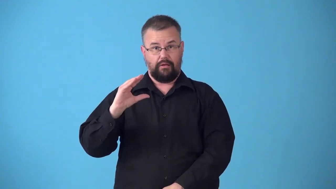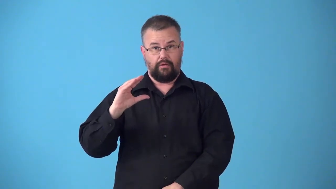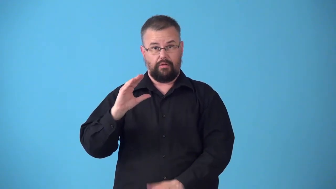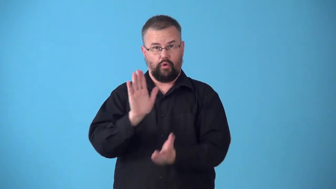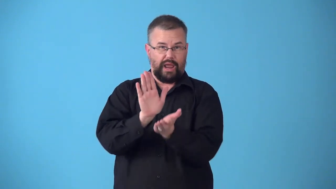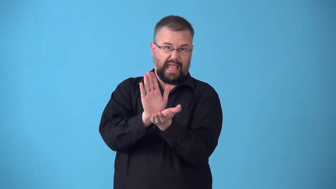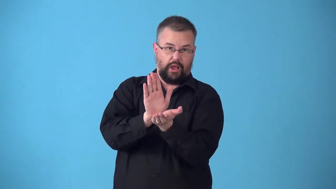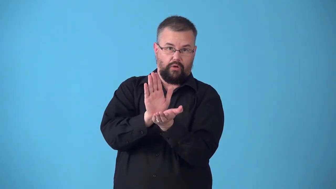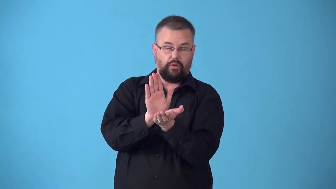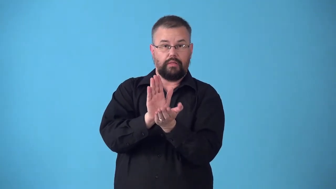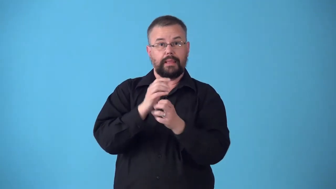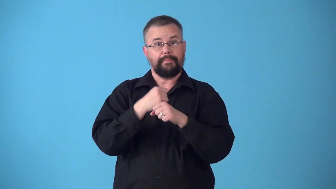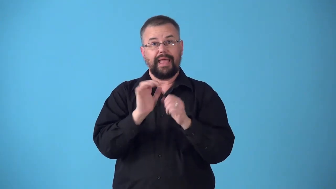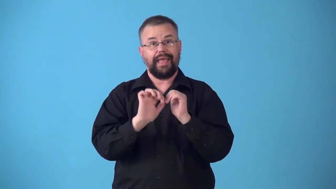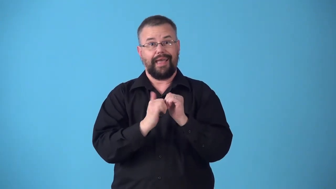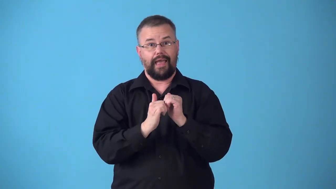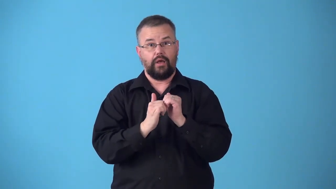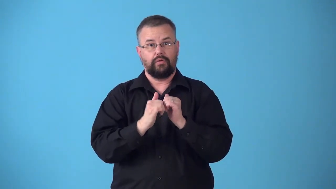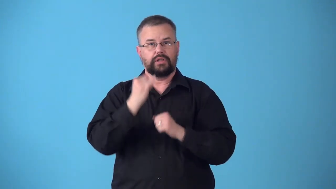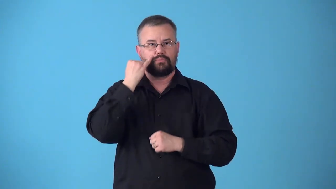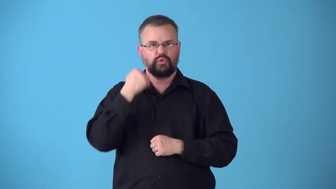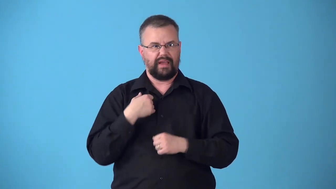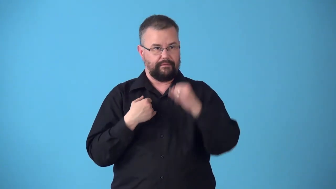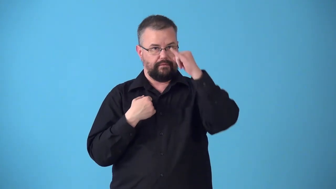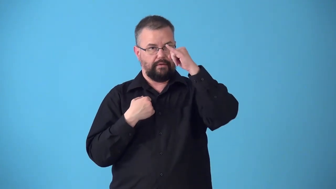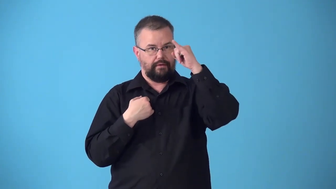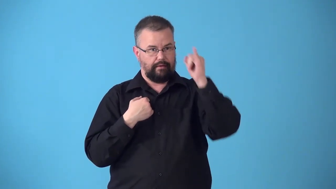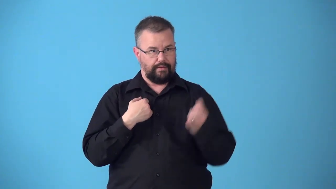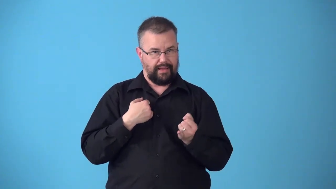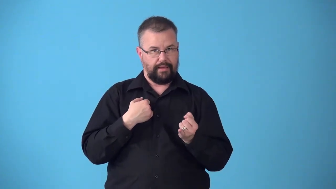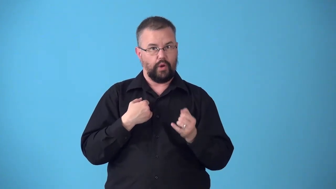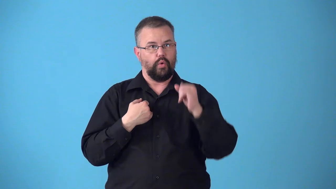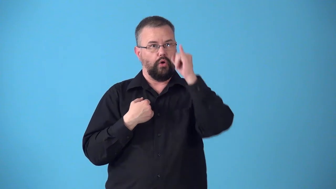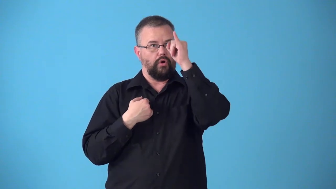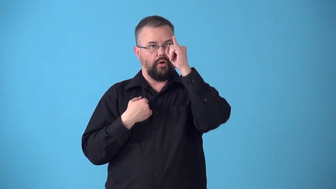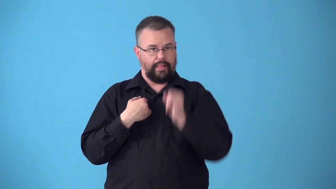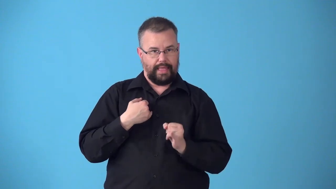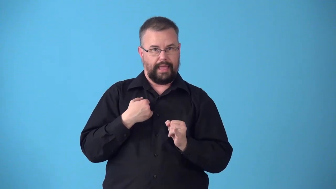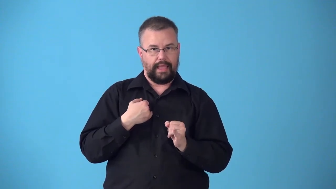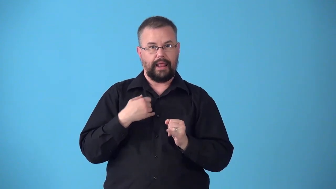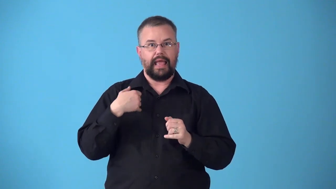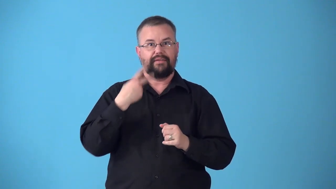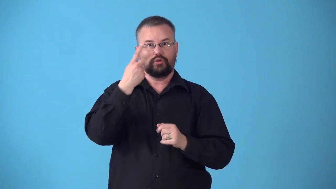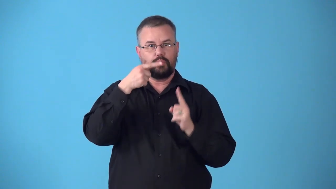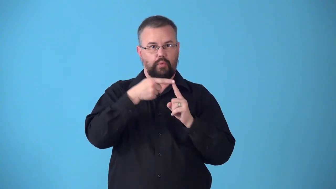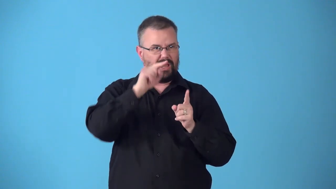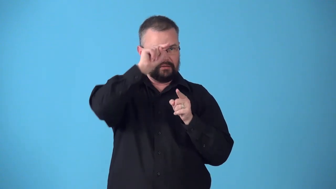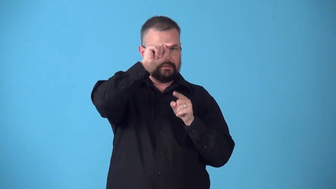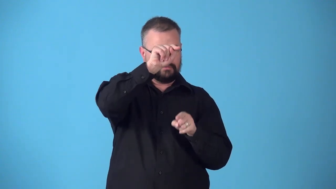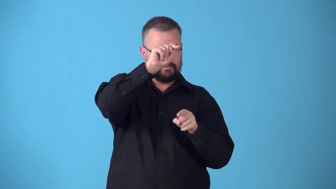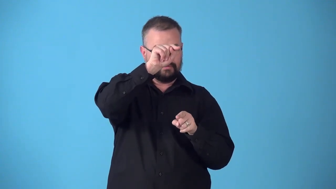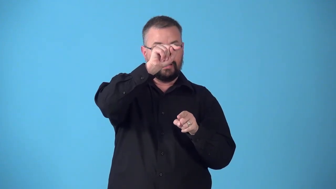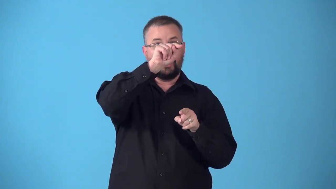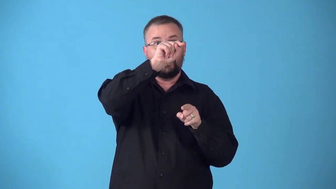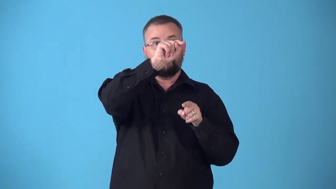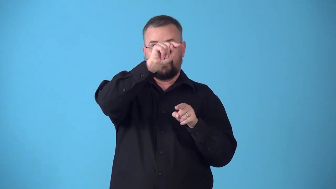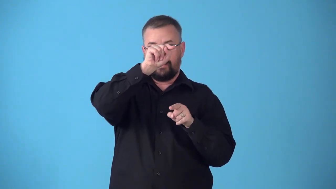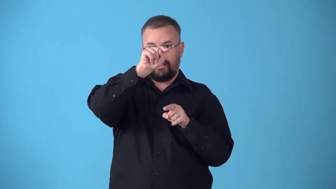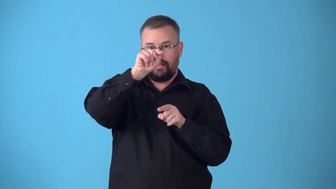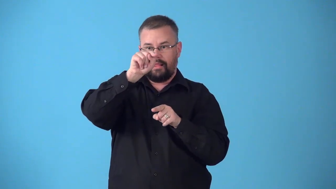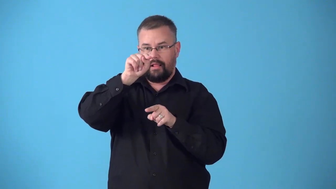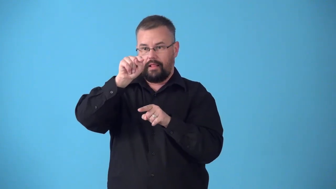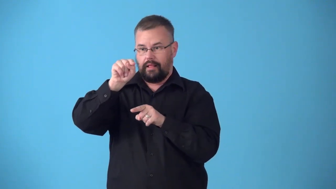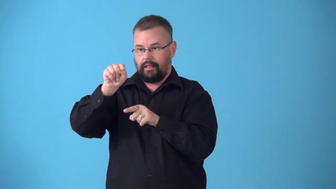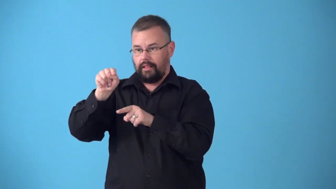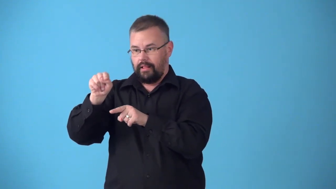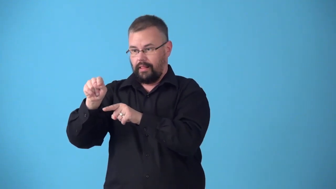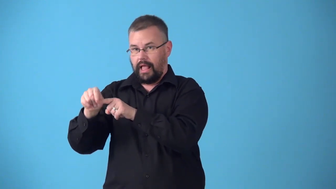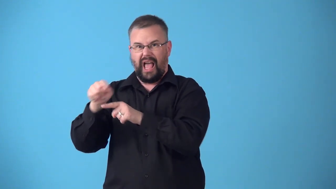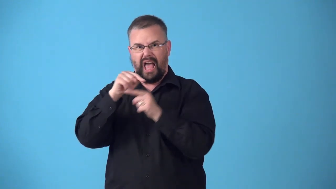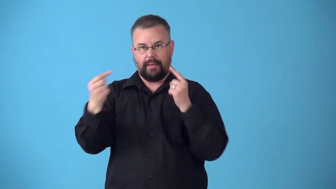subtend